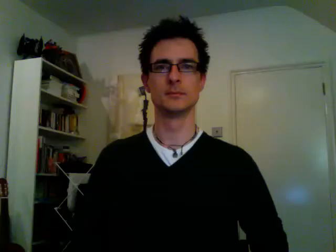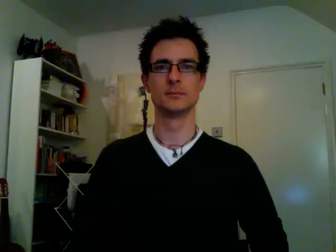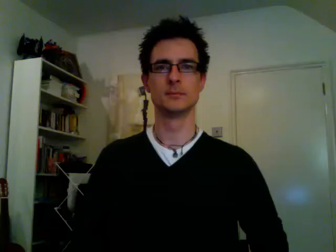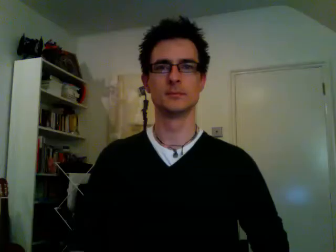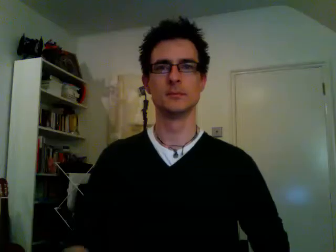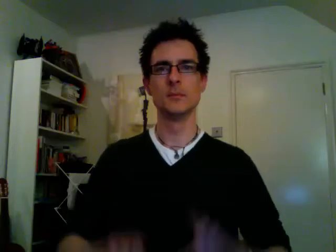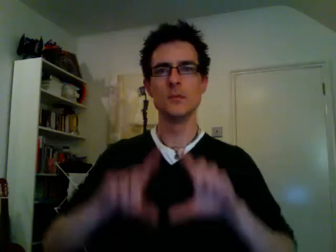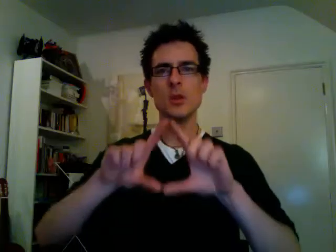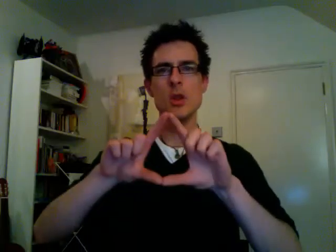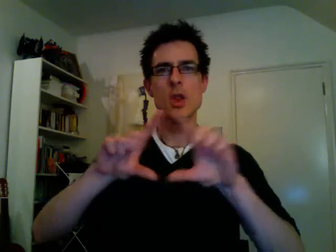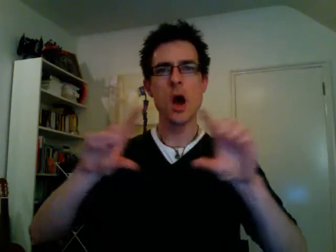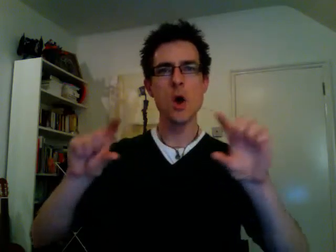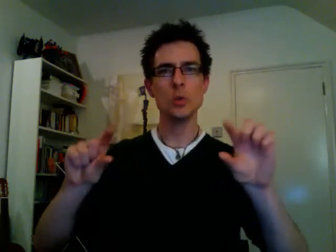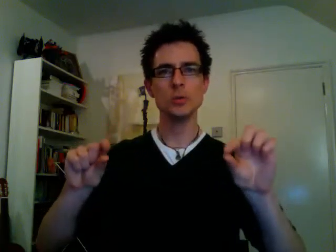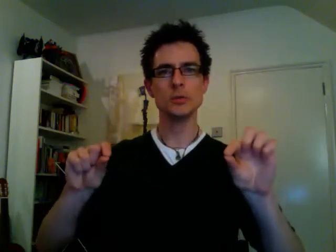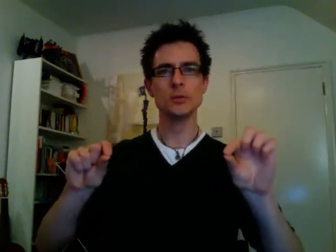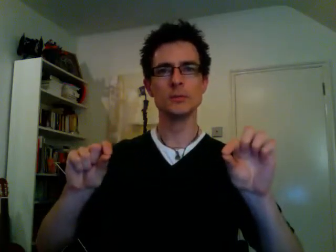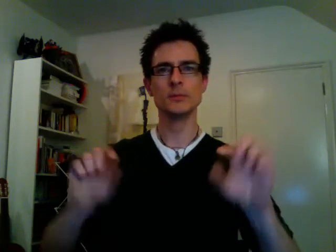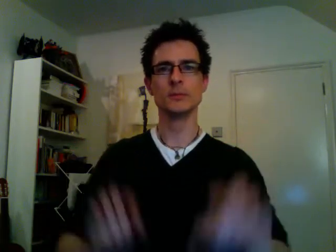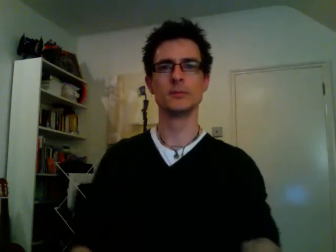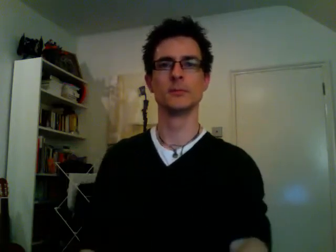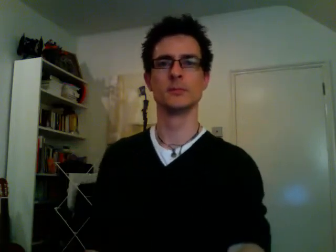note